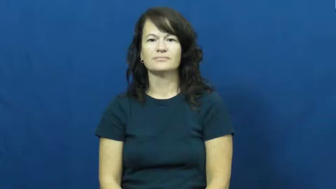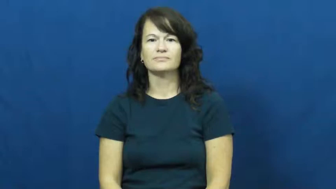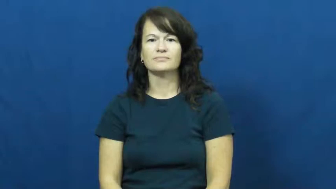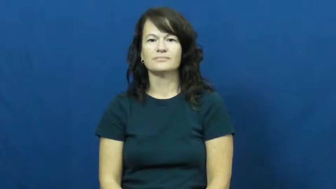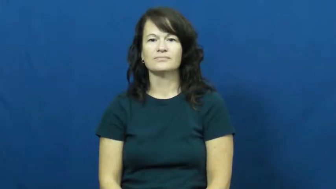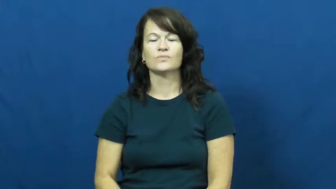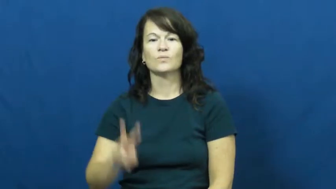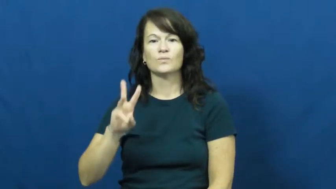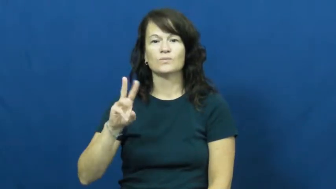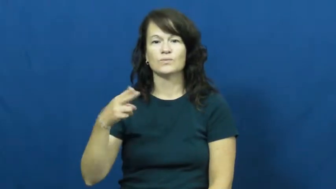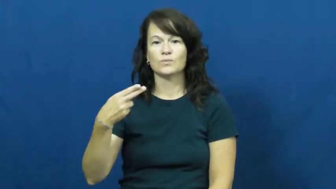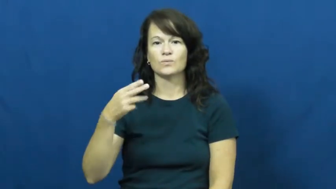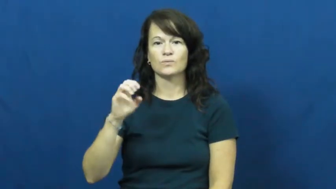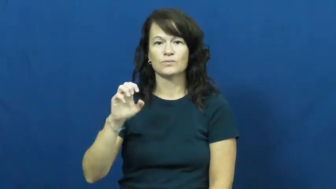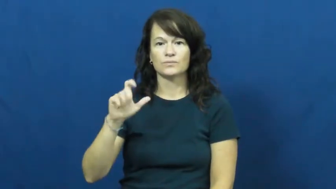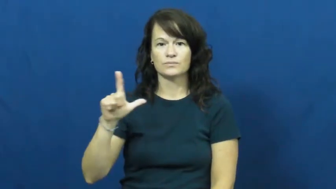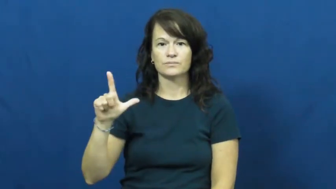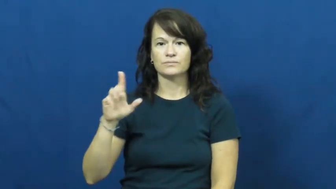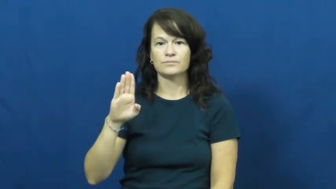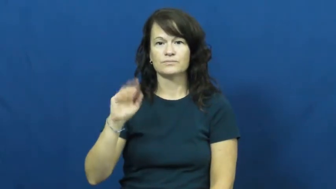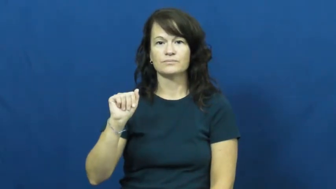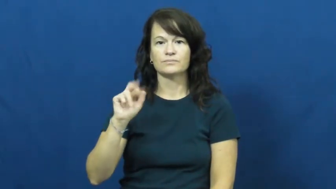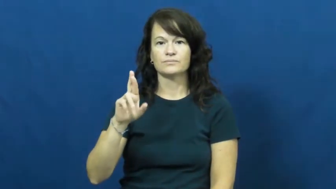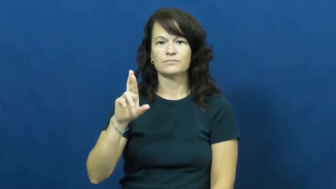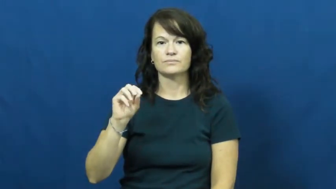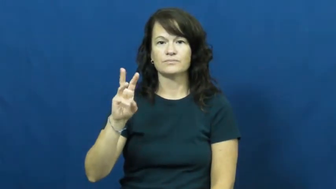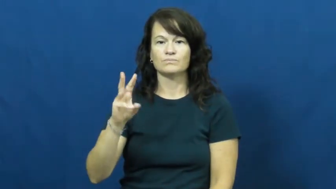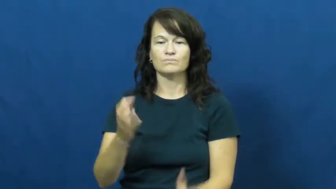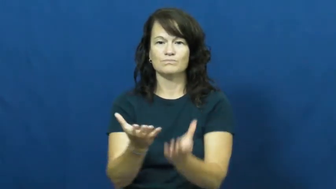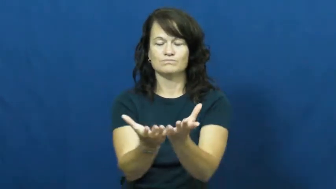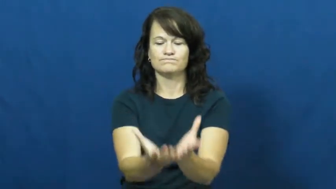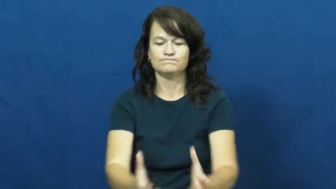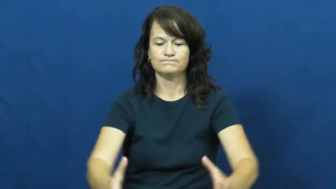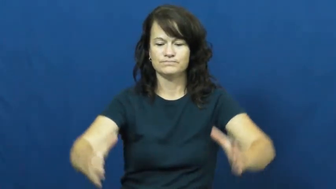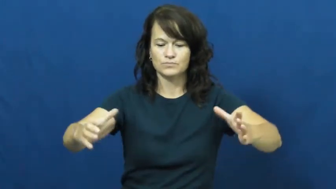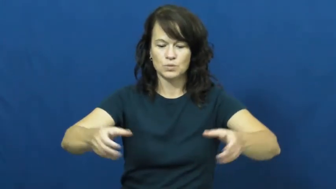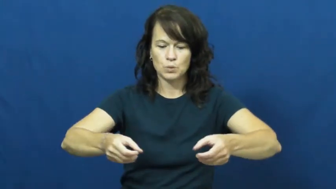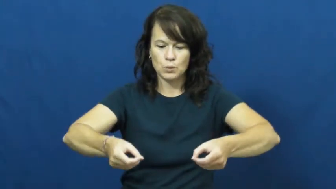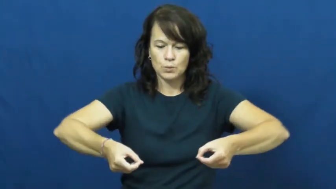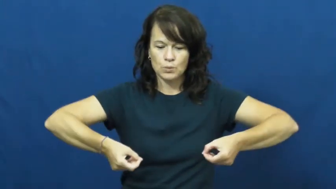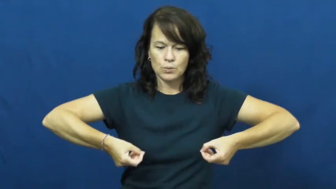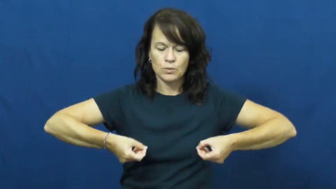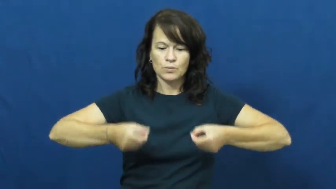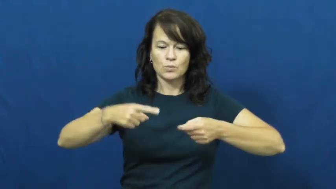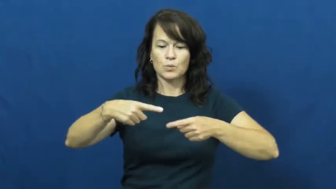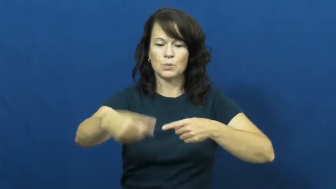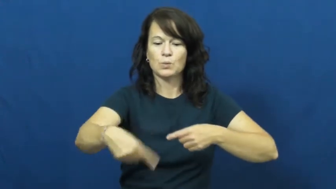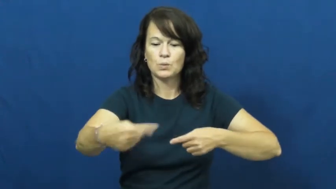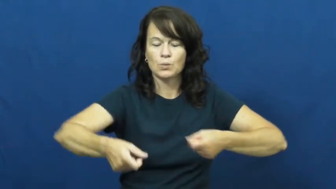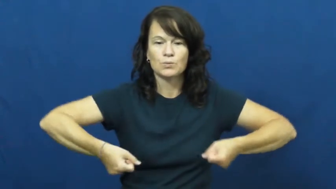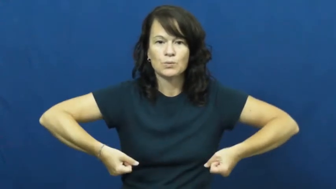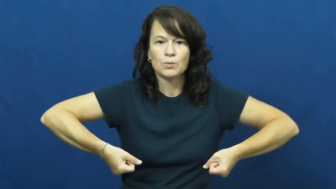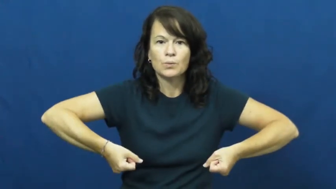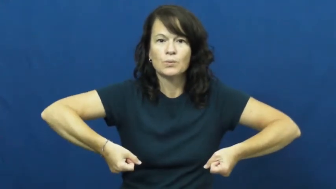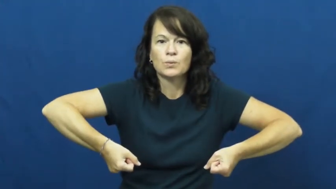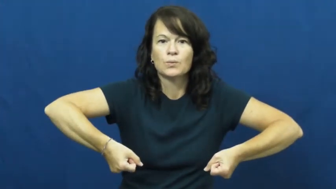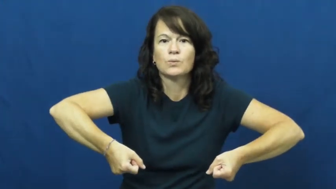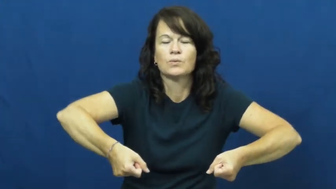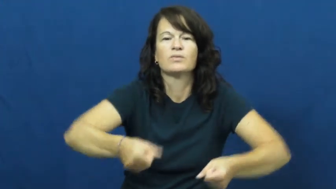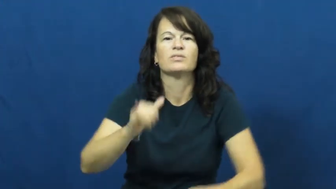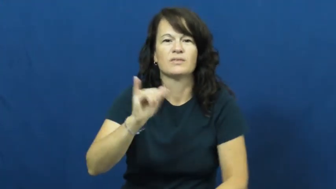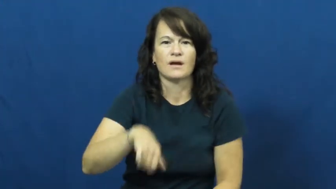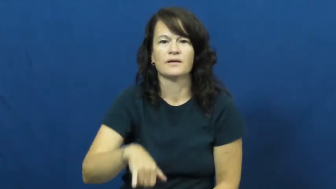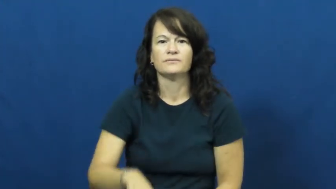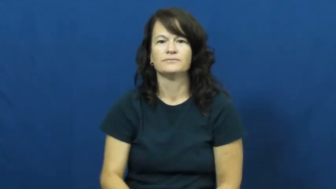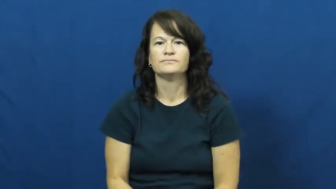wheelbarrow